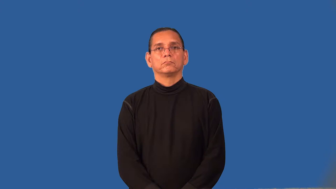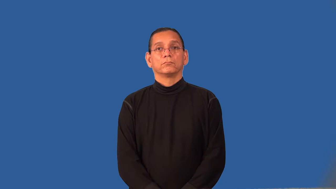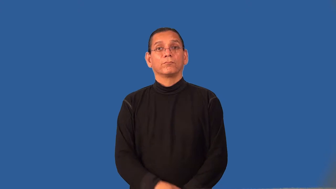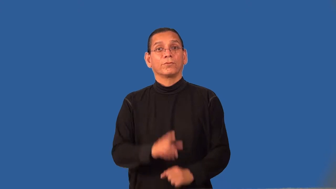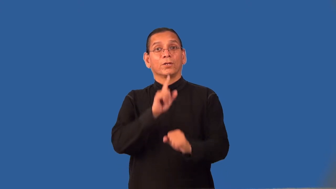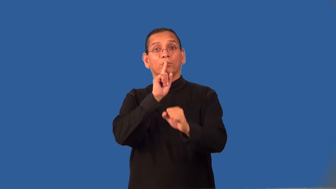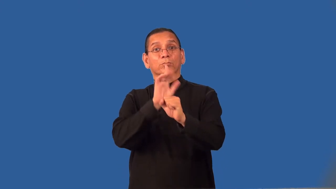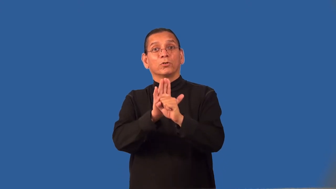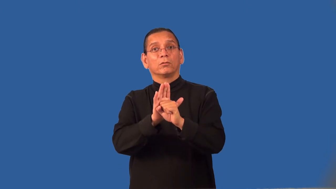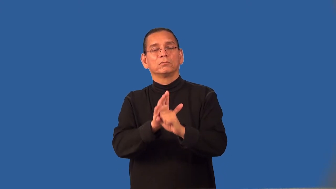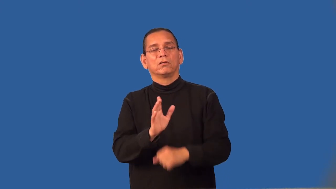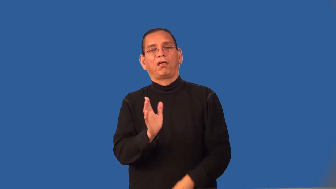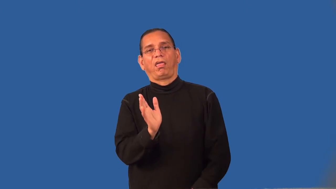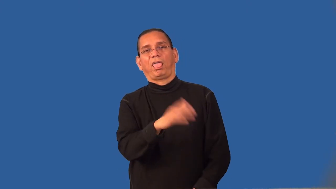renege